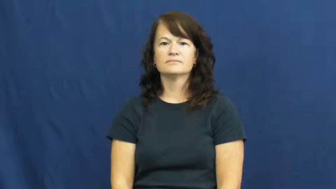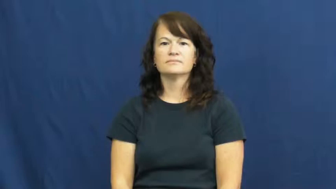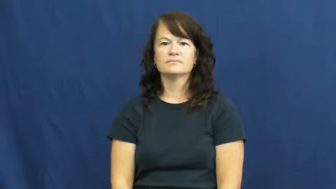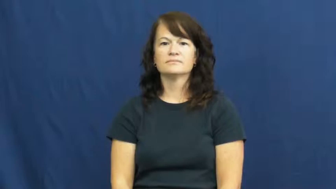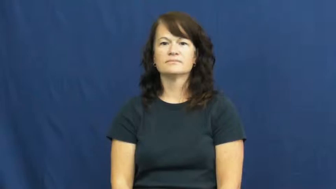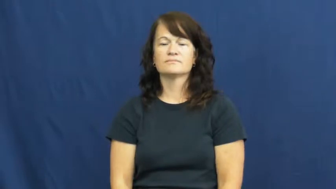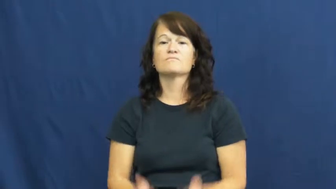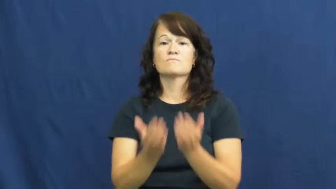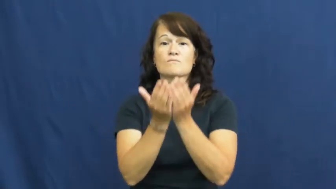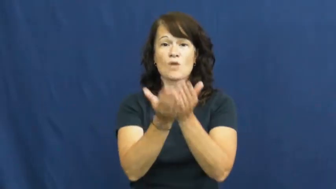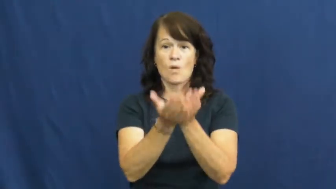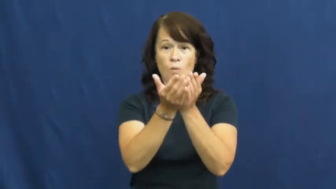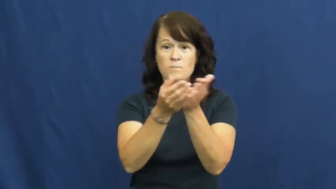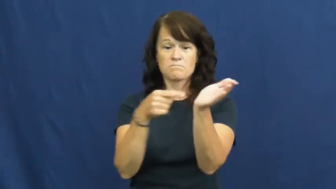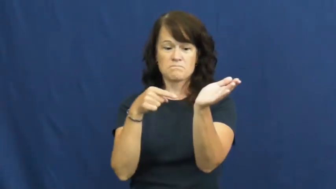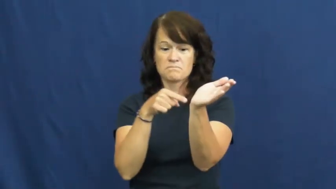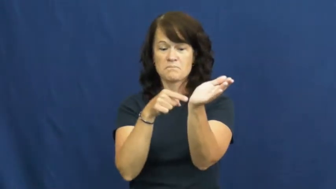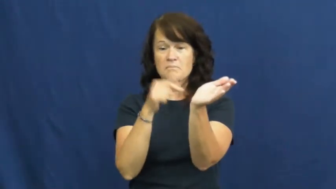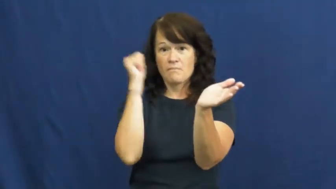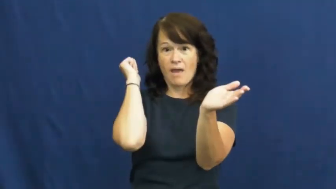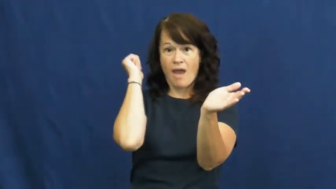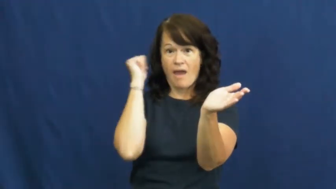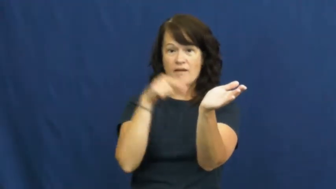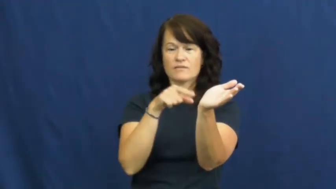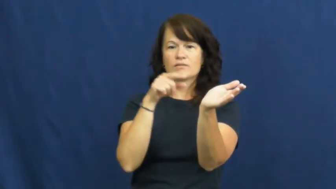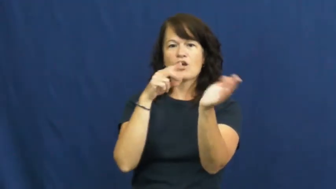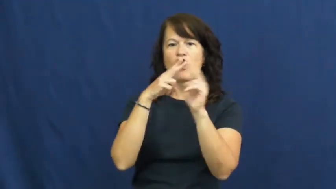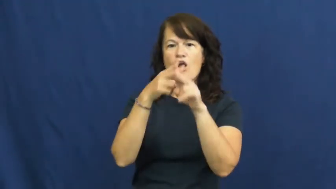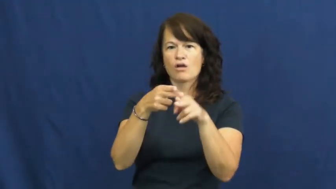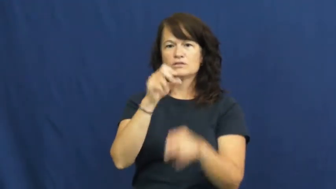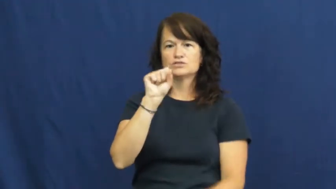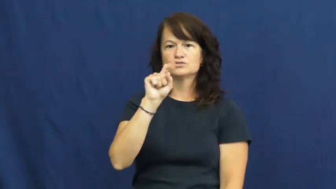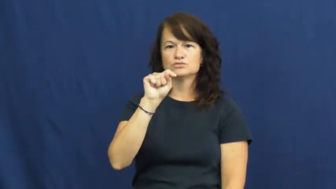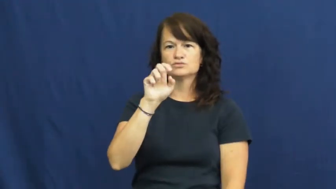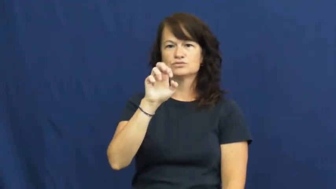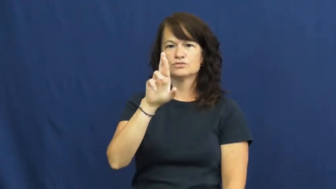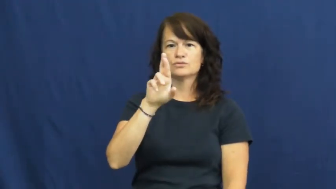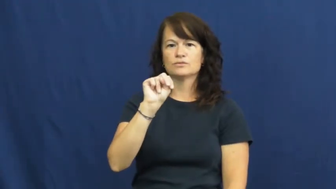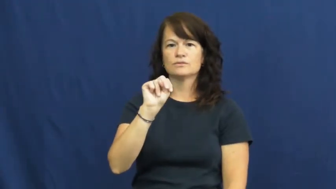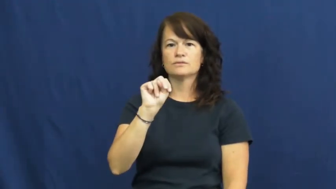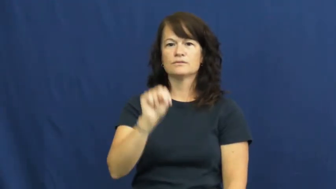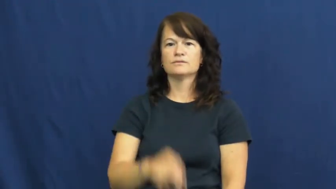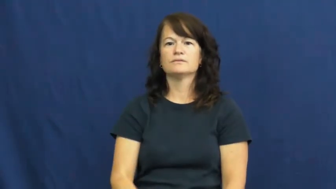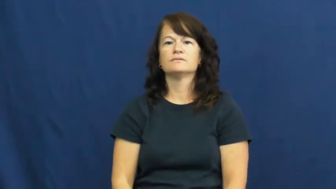stern,astern-boat